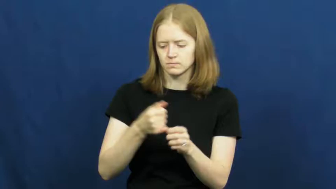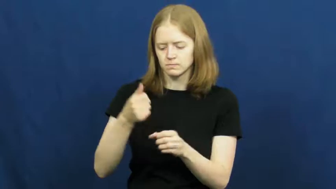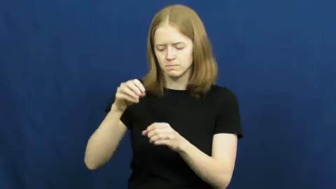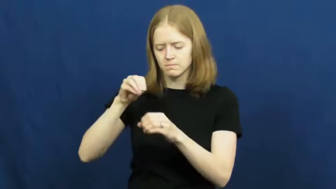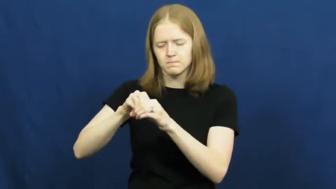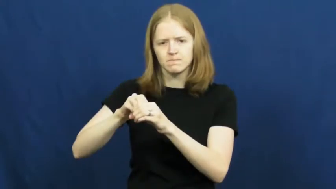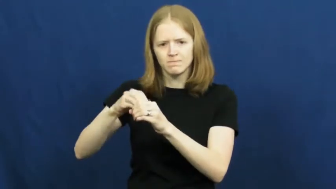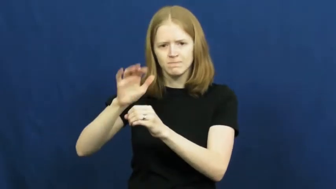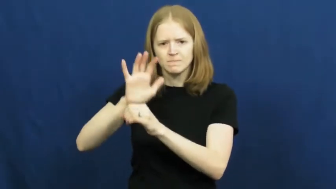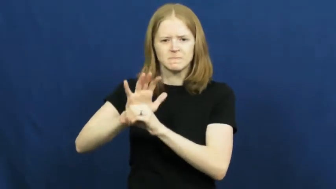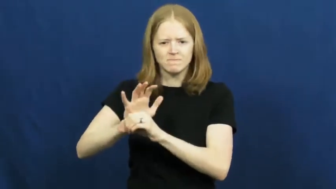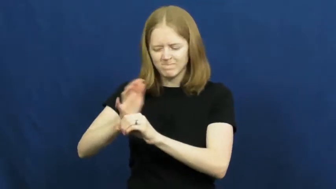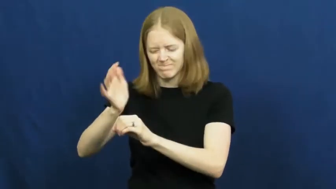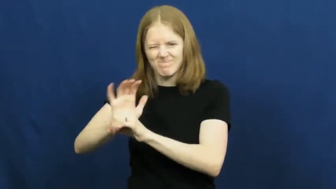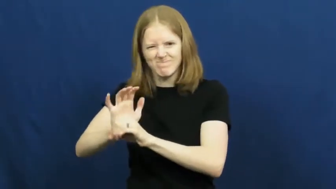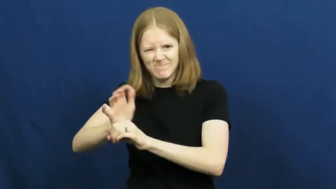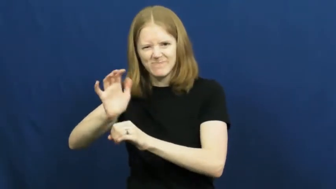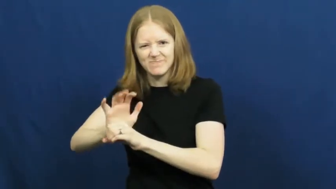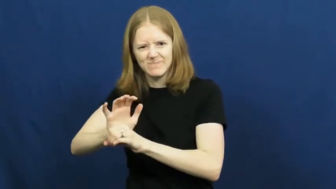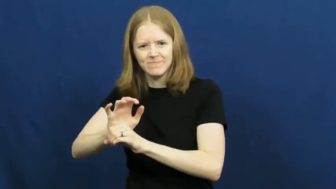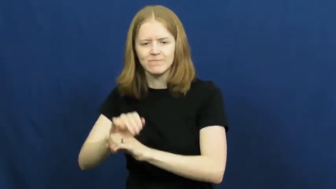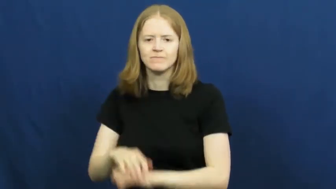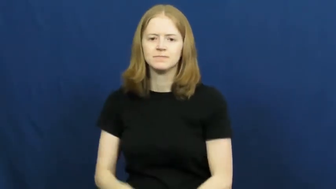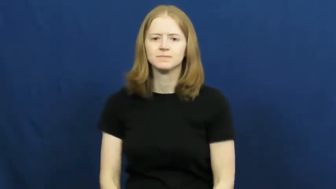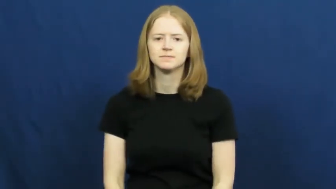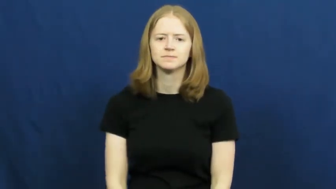pack in,pack into